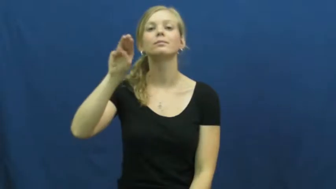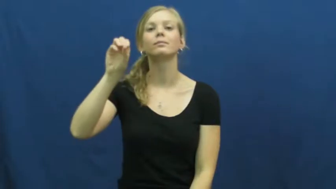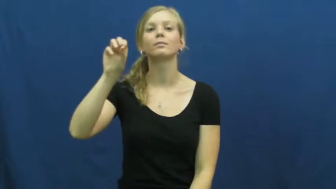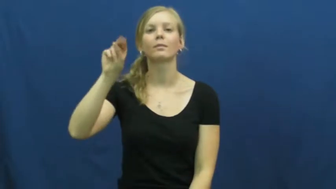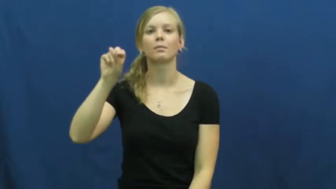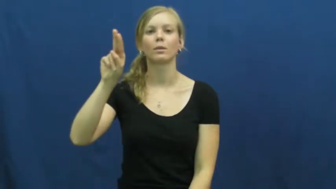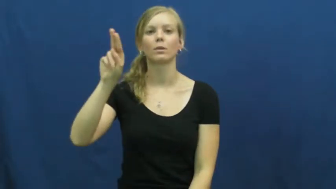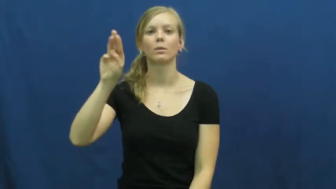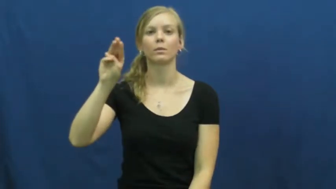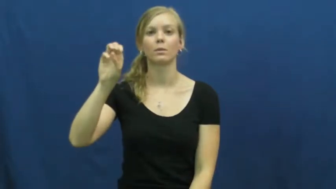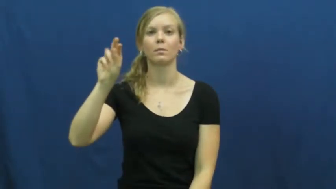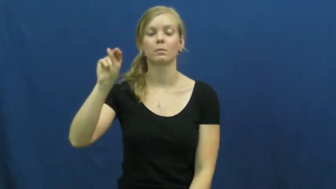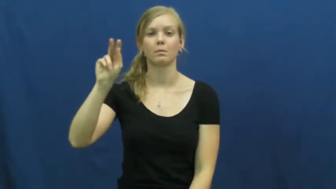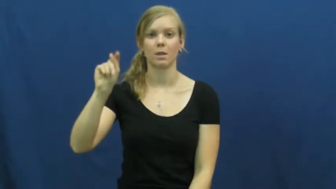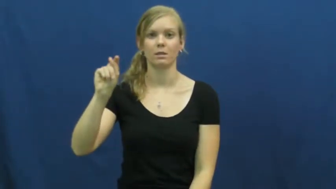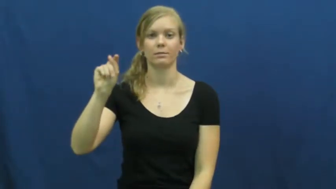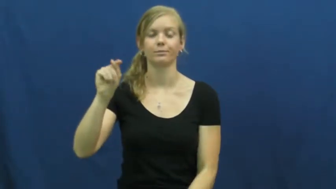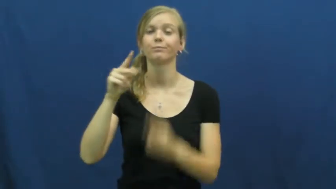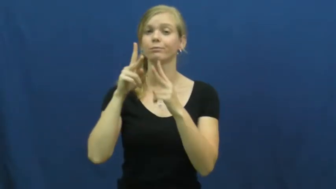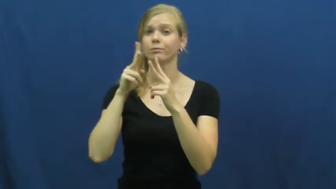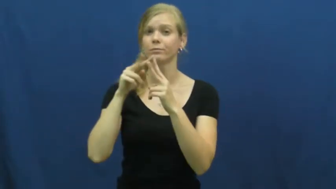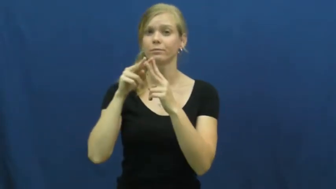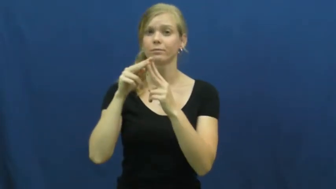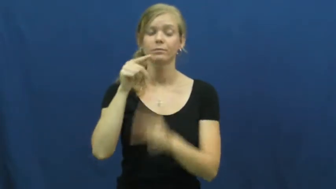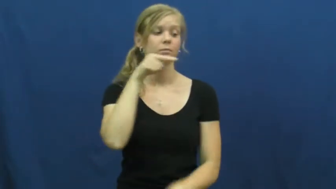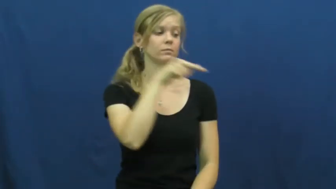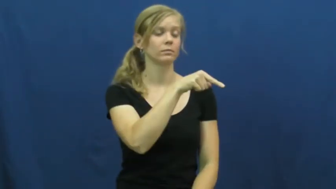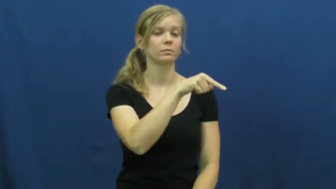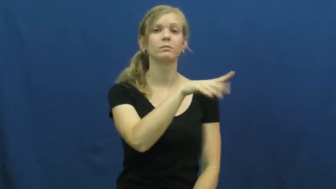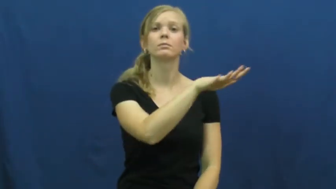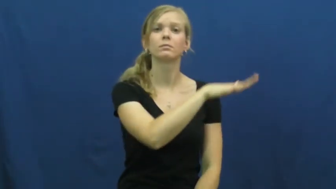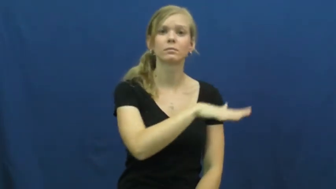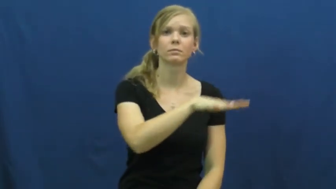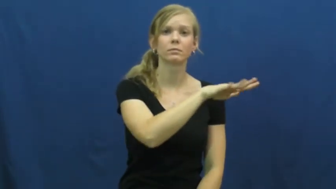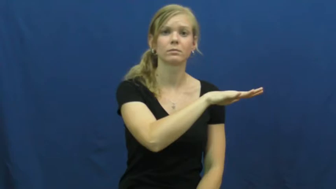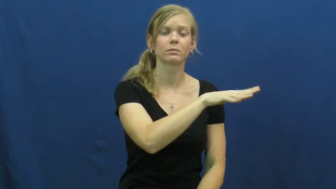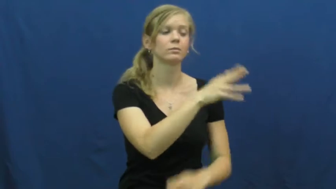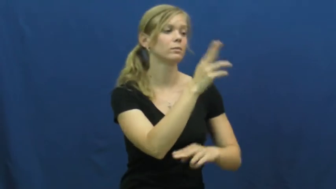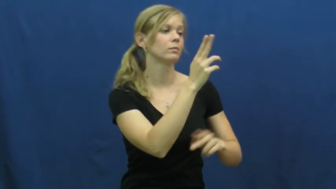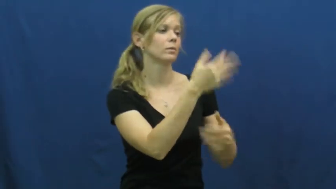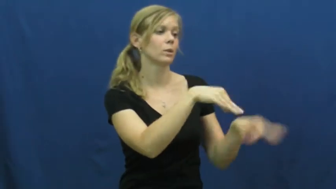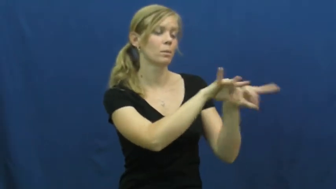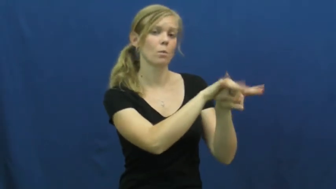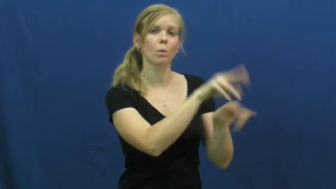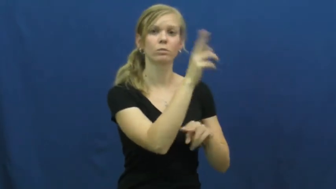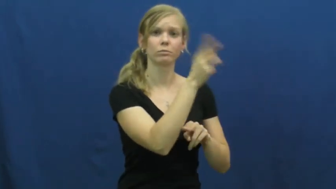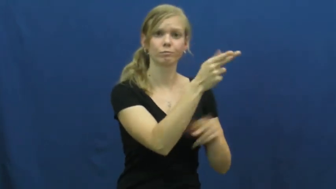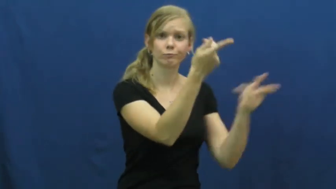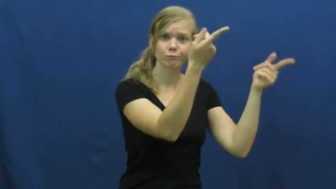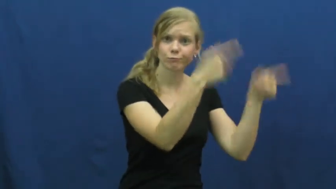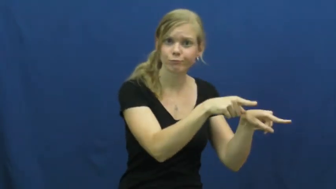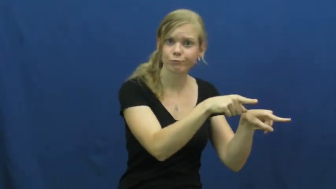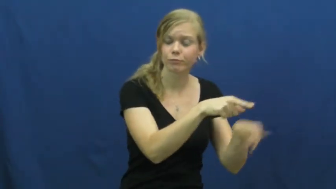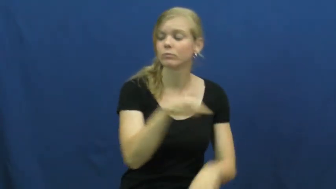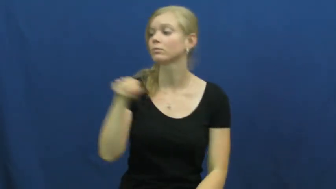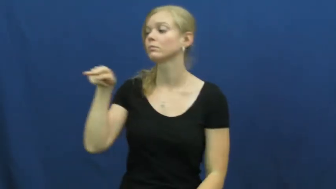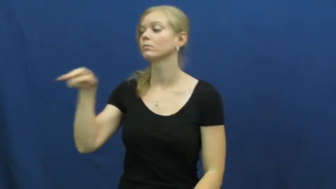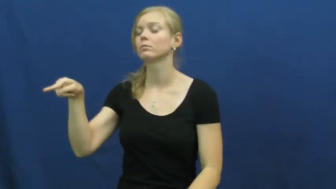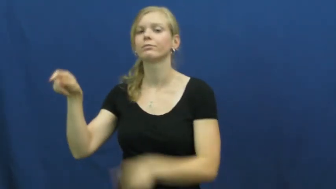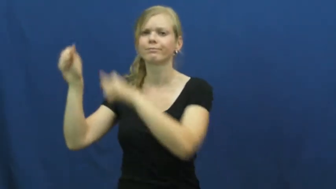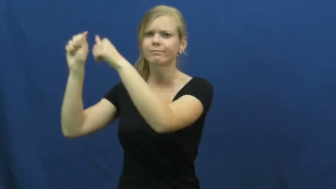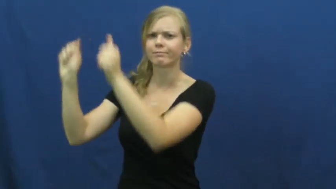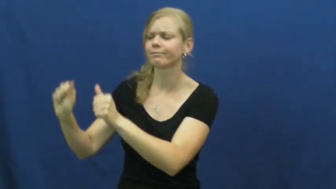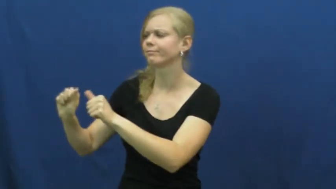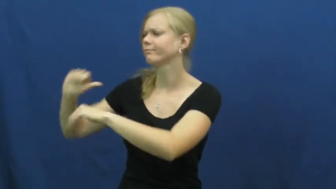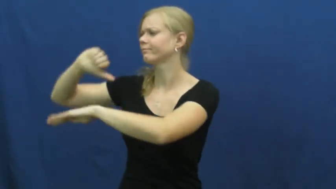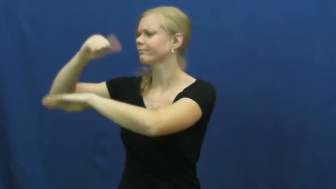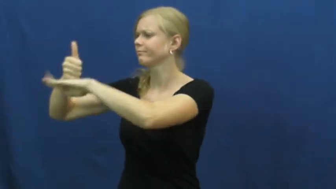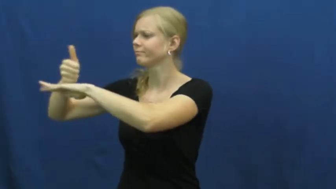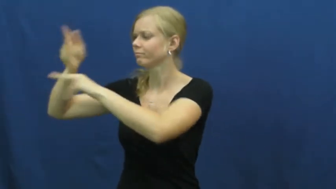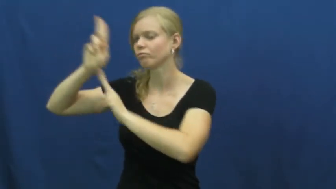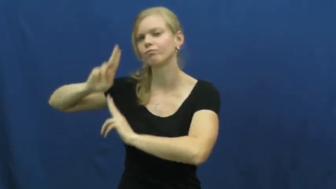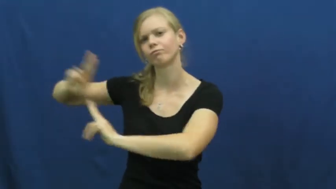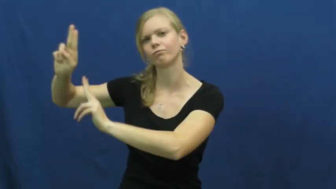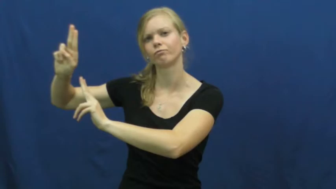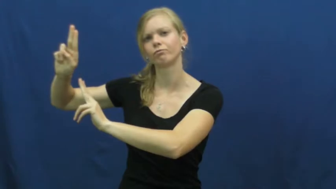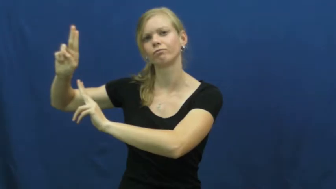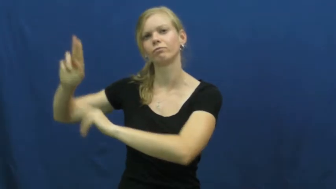monument